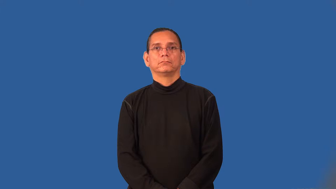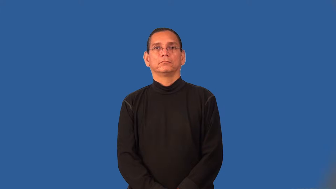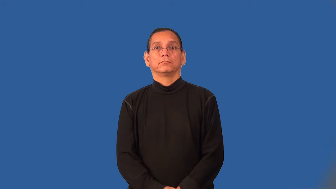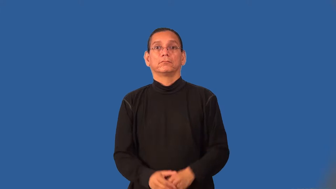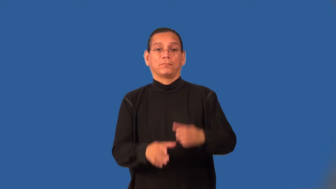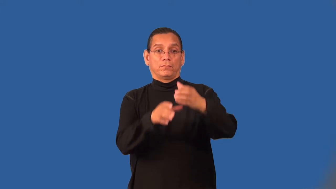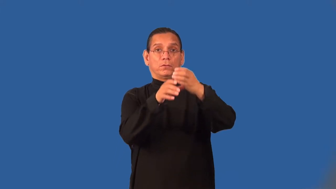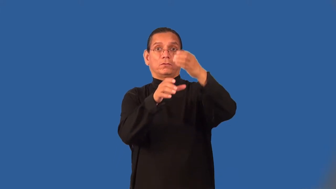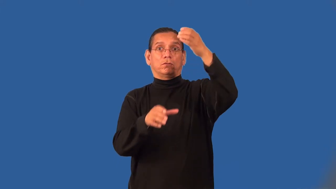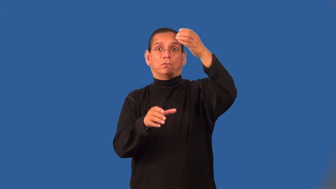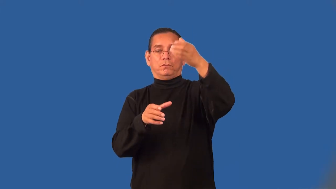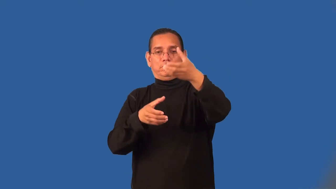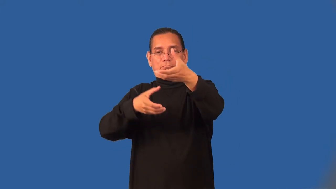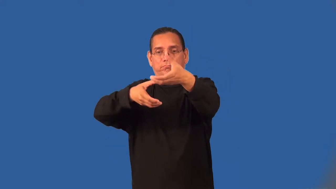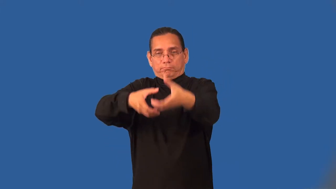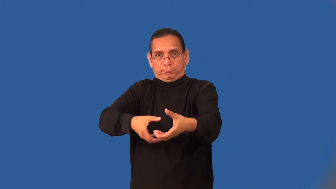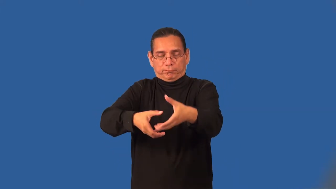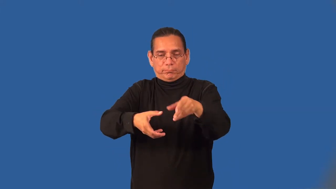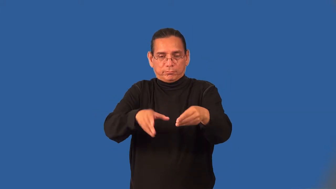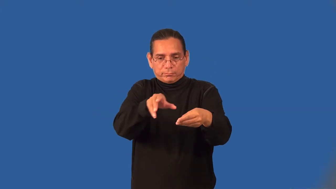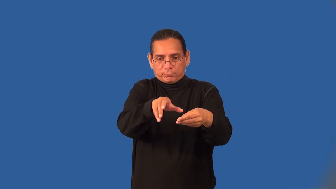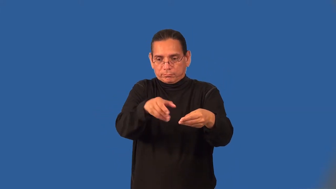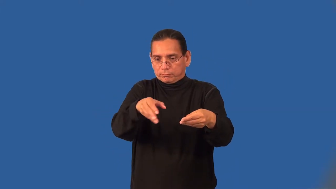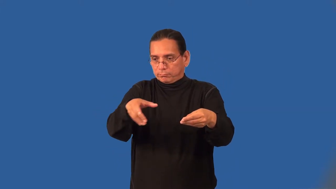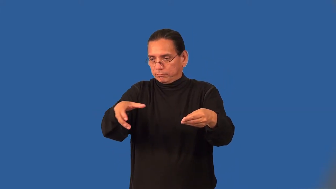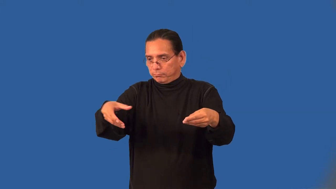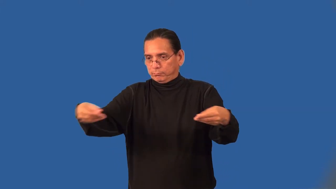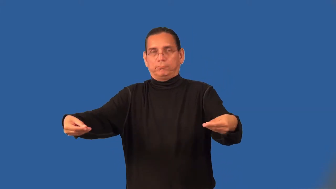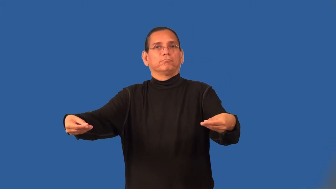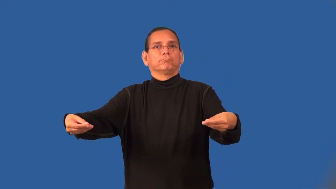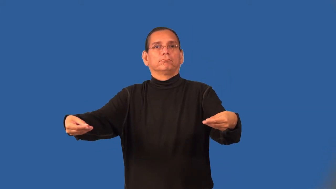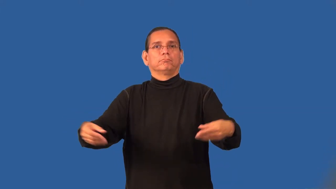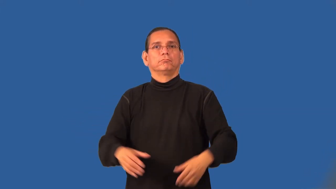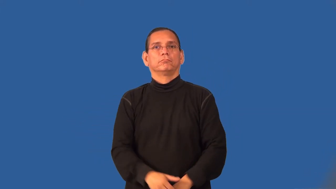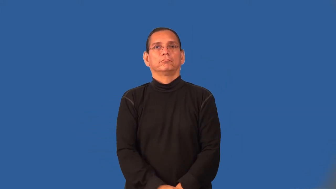unfurl